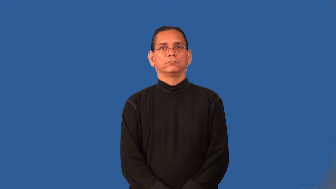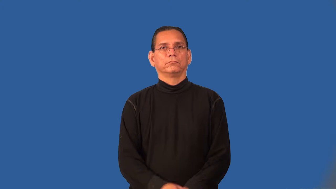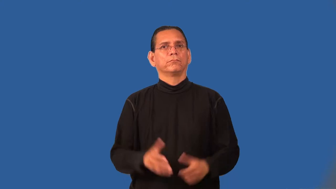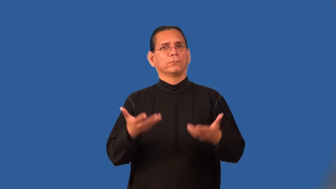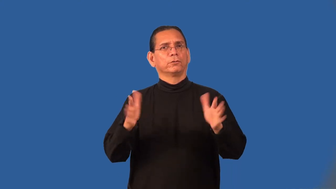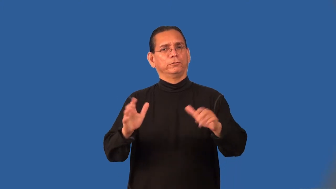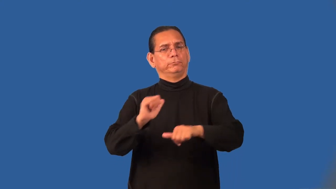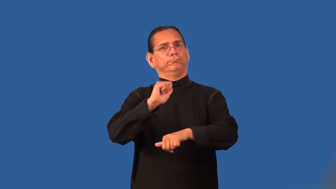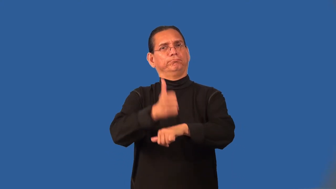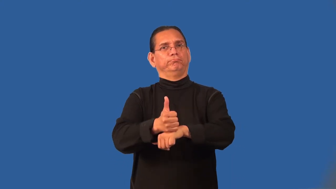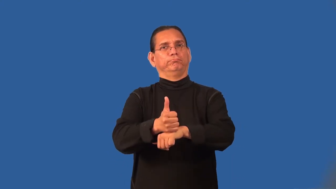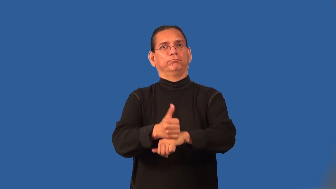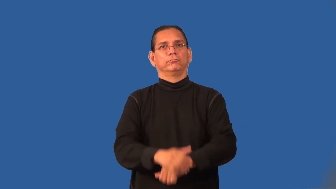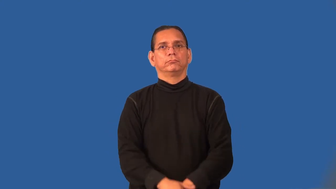preset